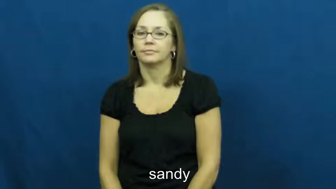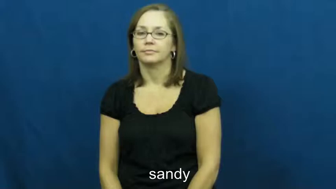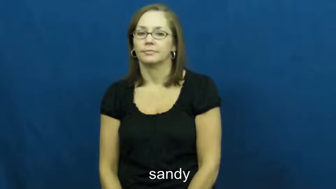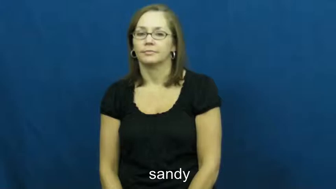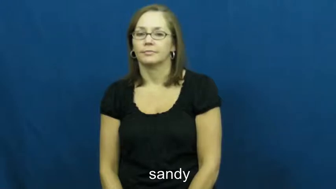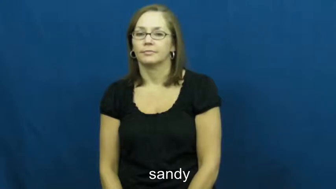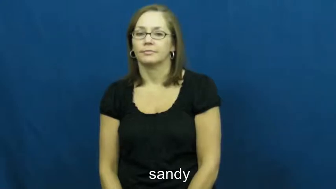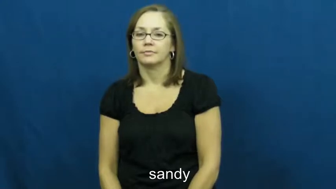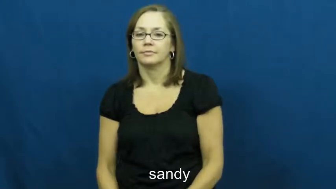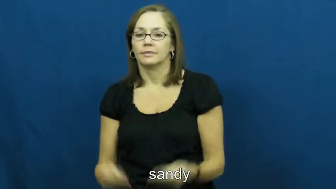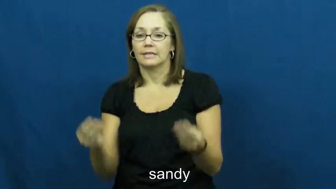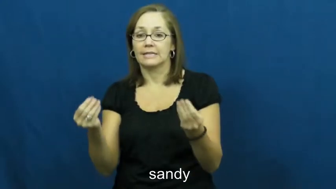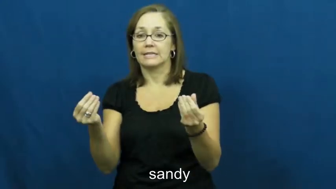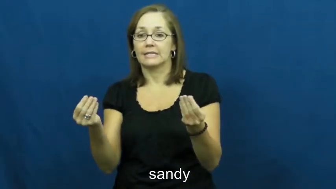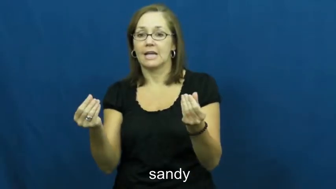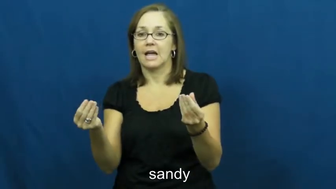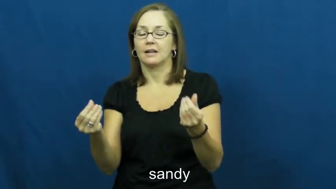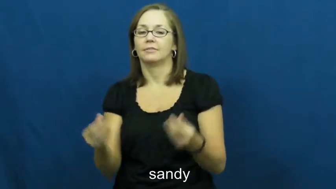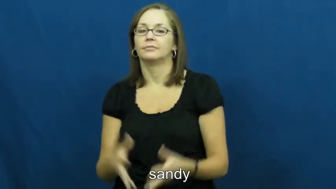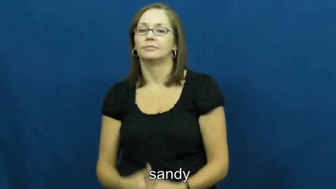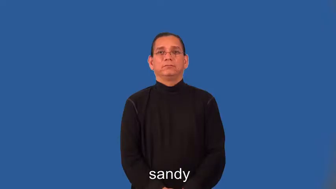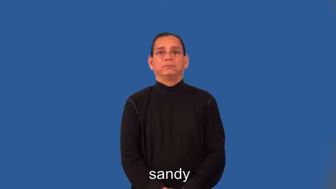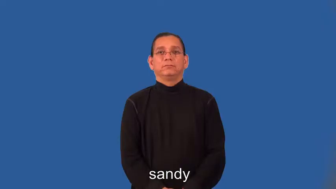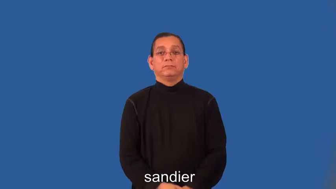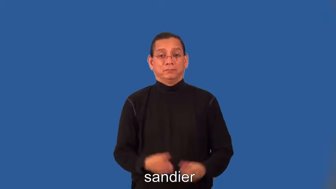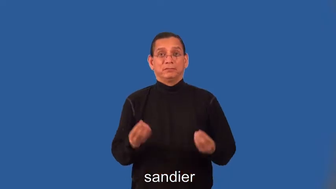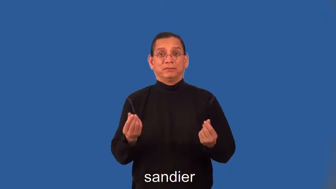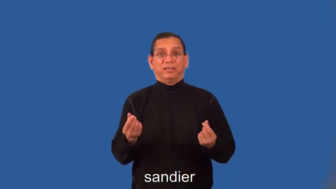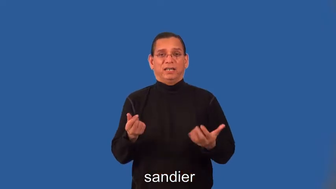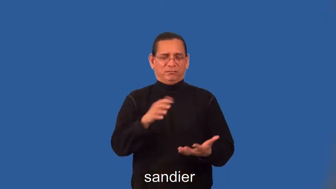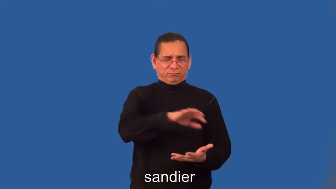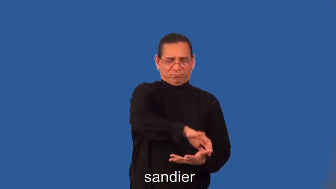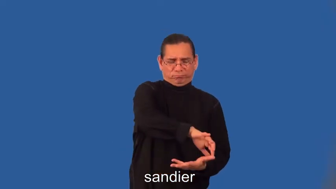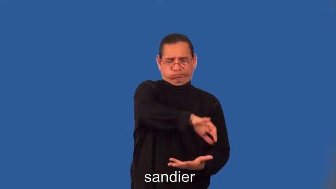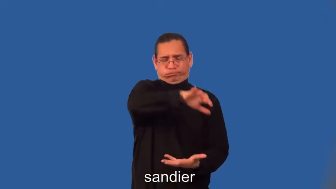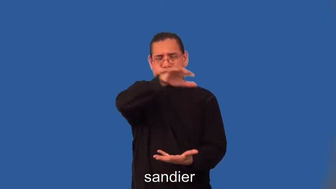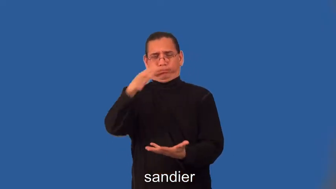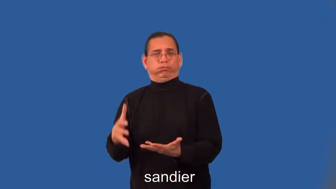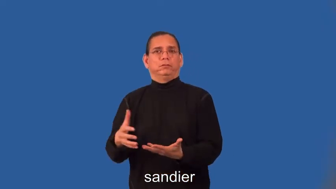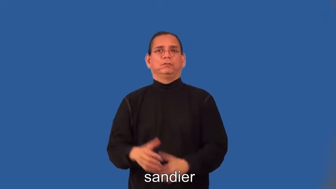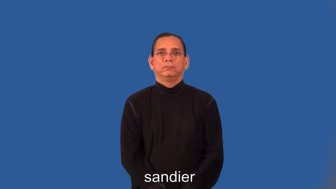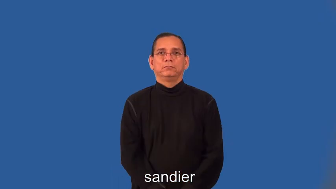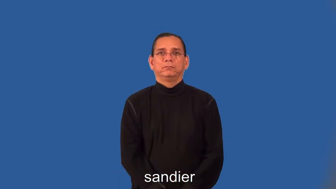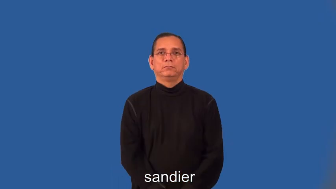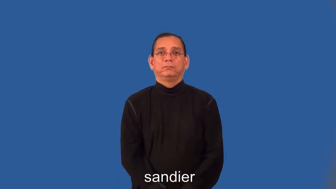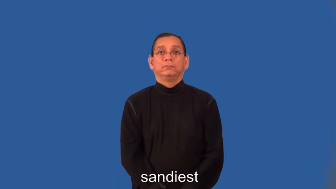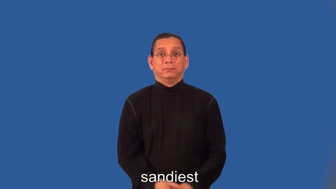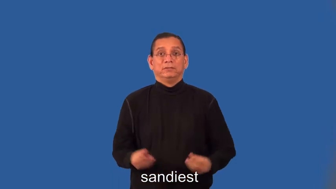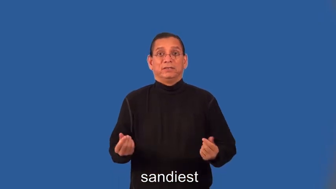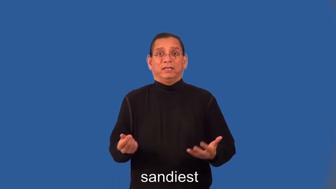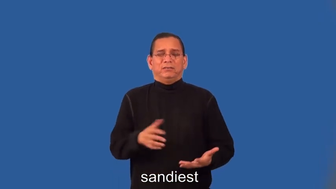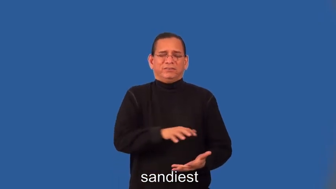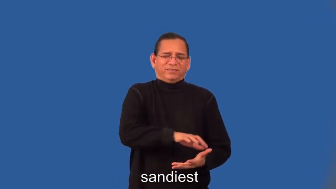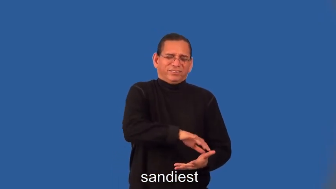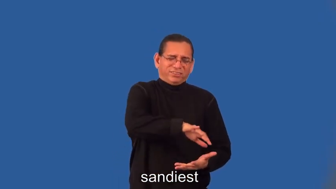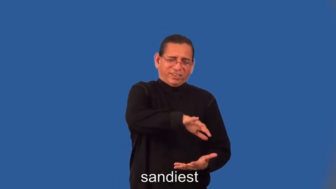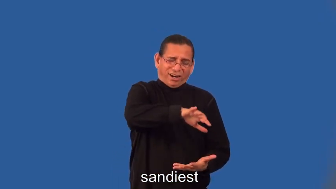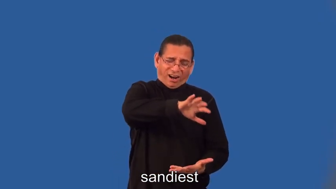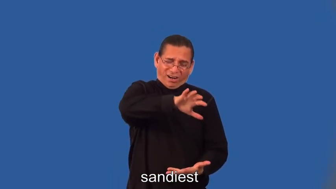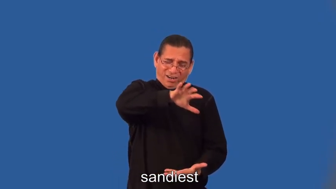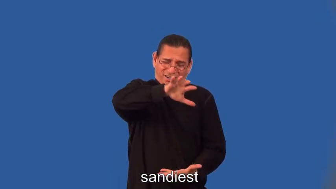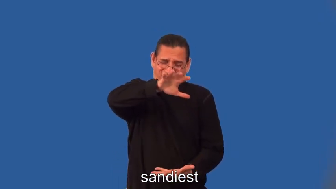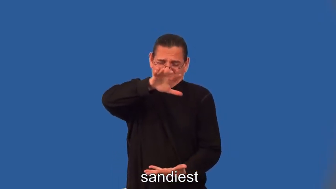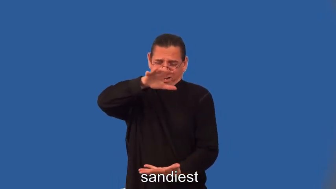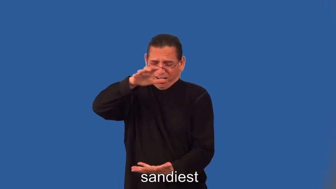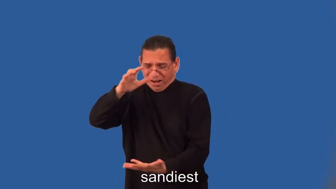sandier,sandiest